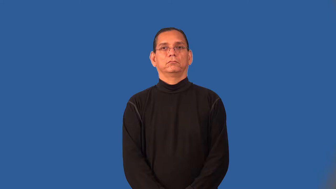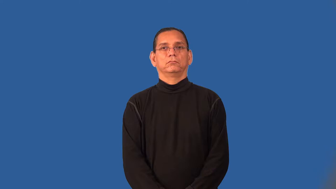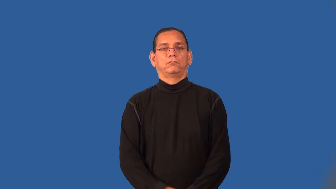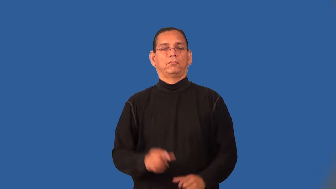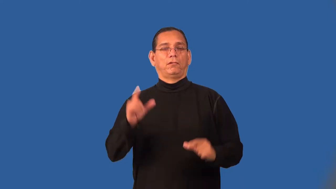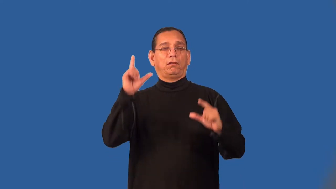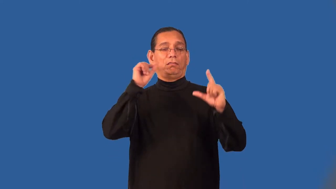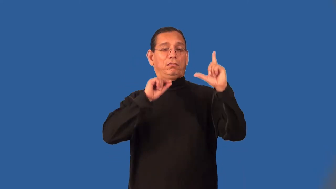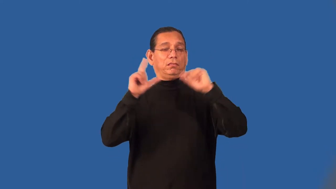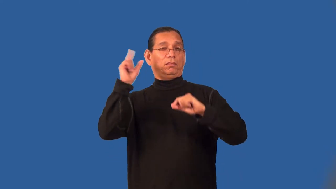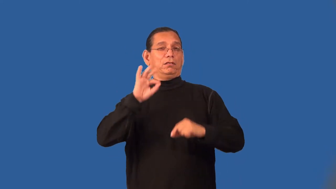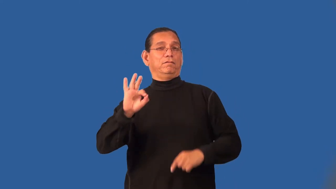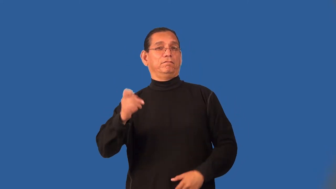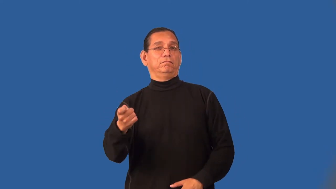rig-a game